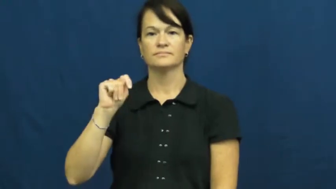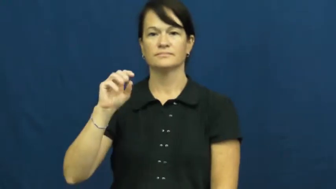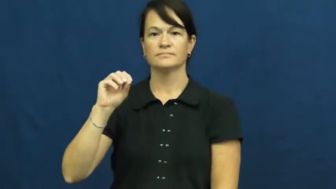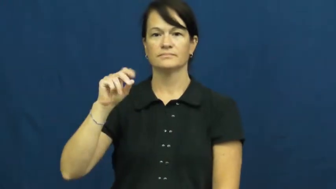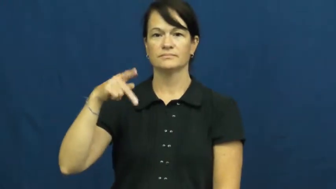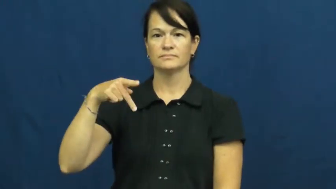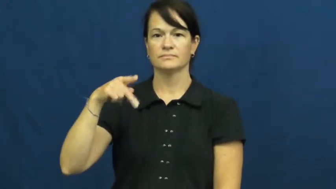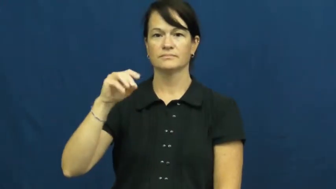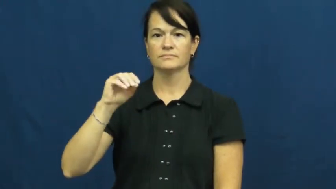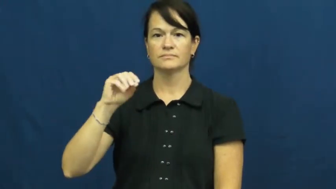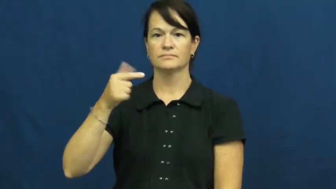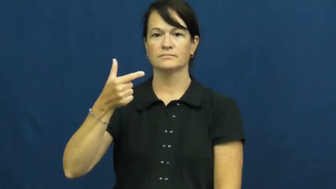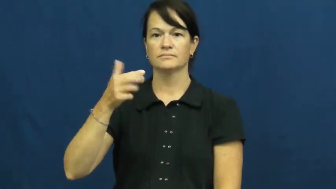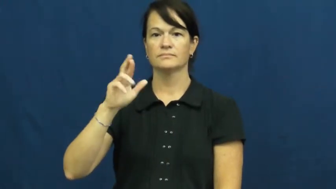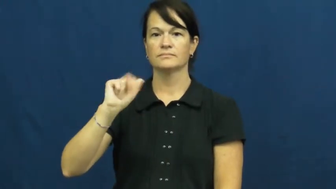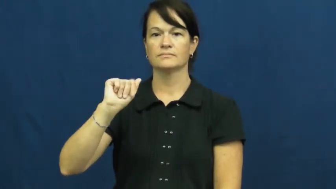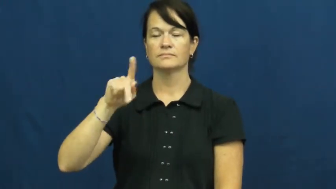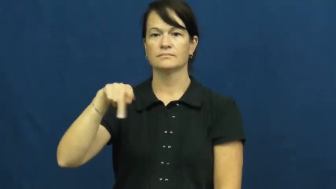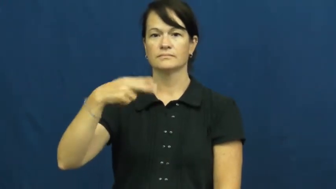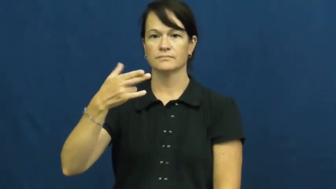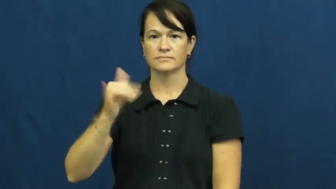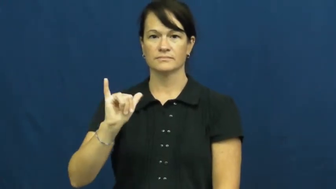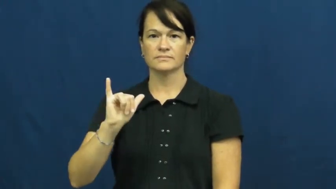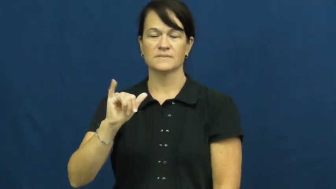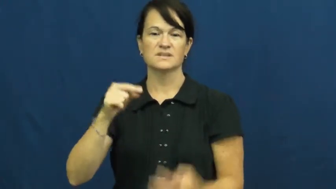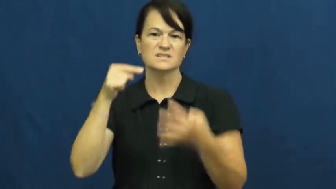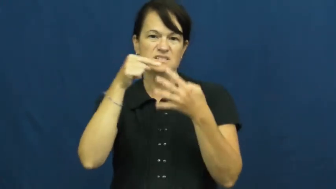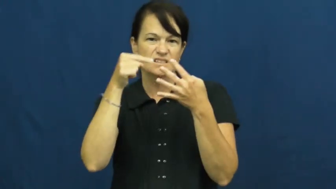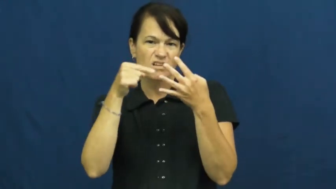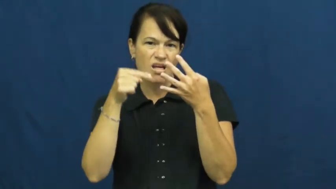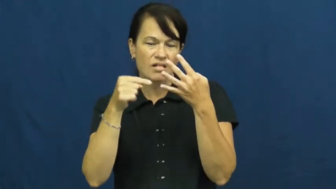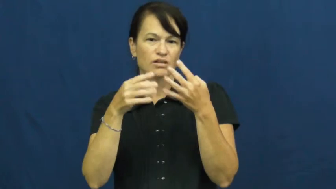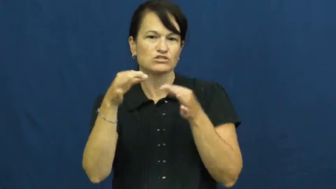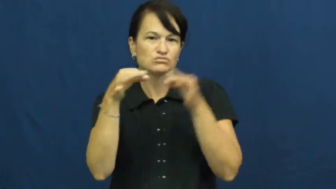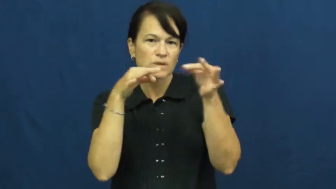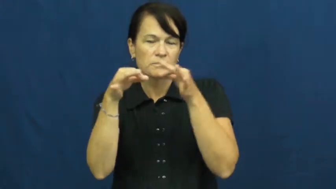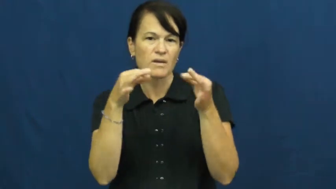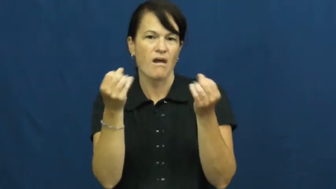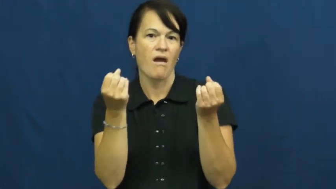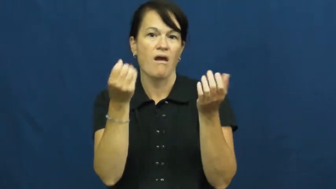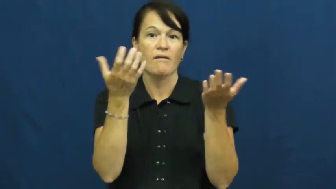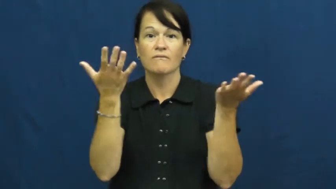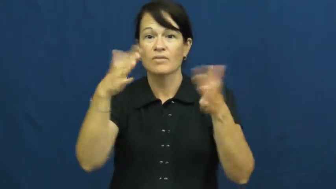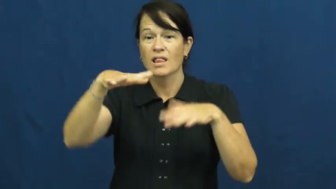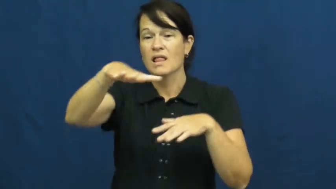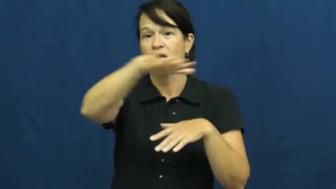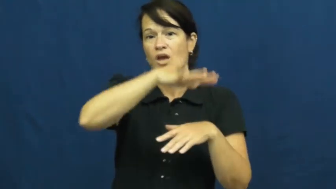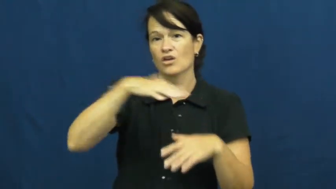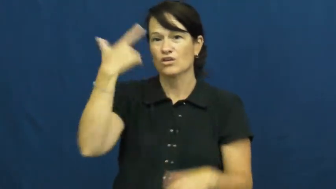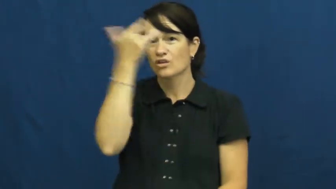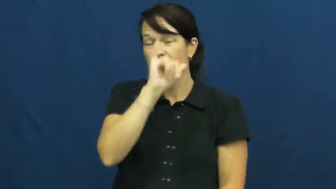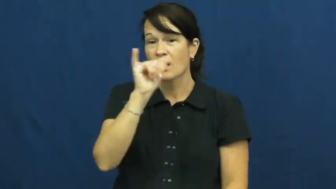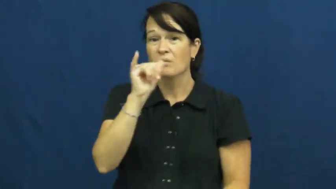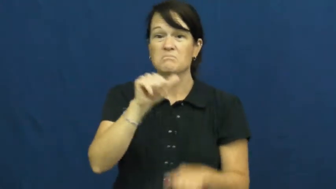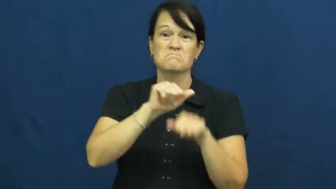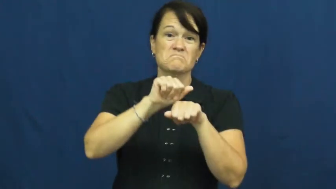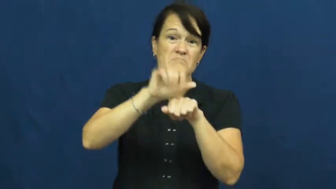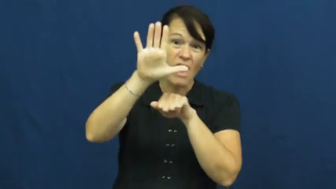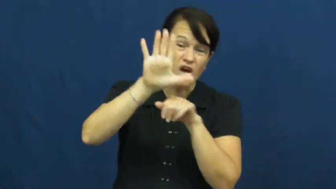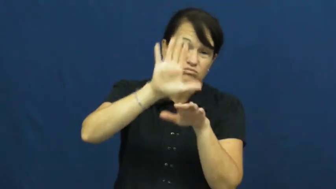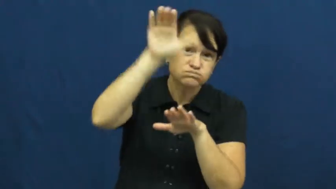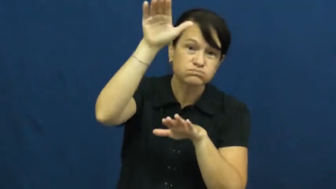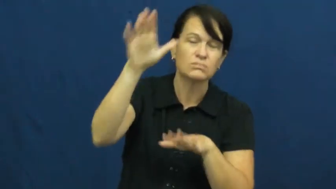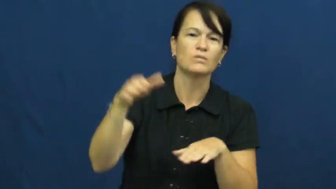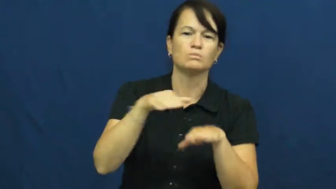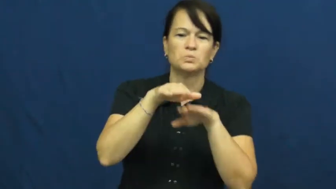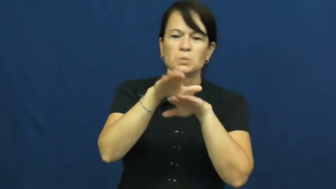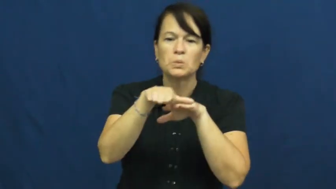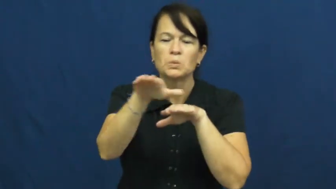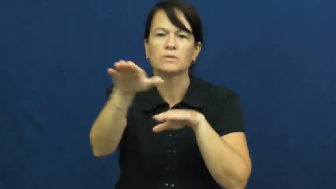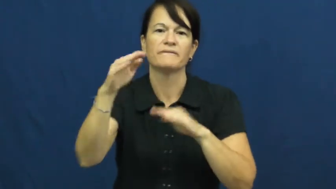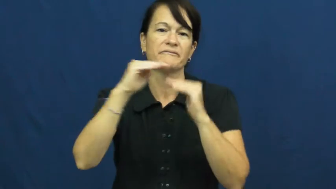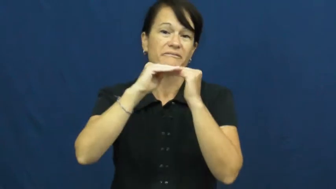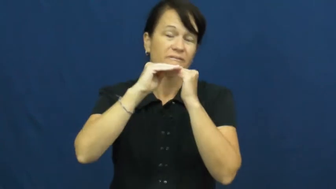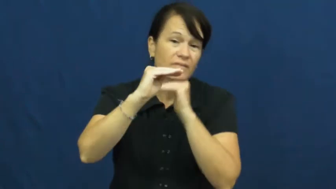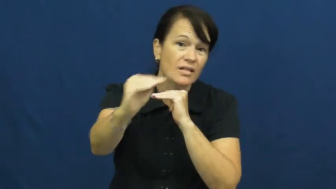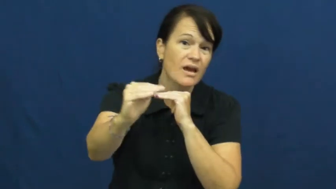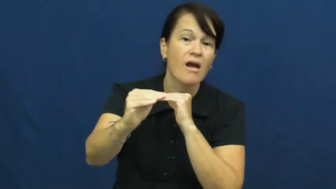topography